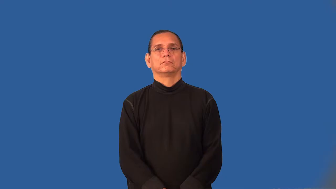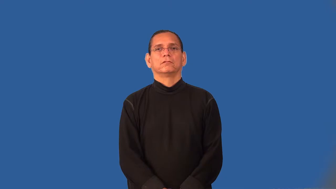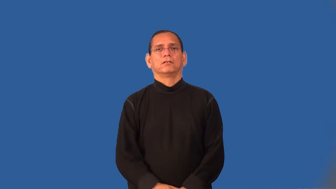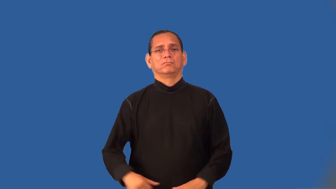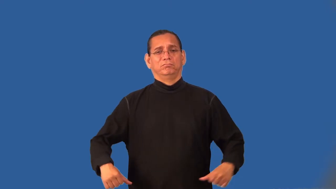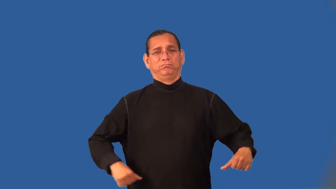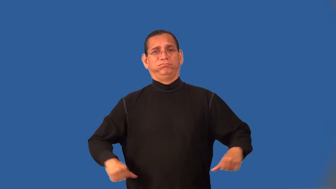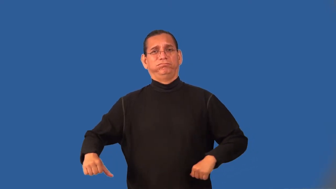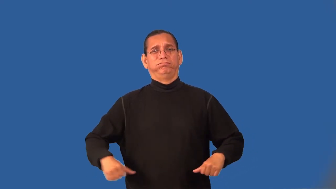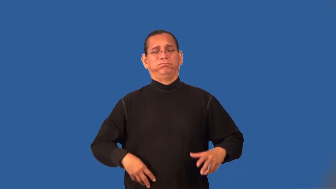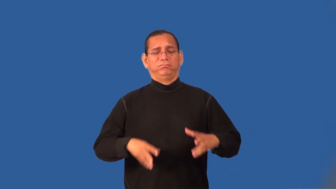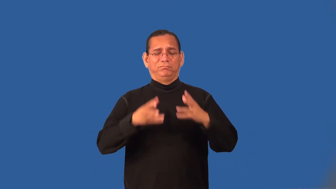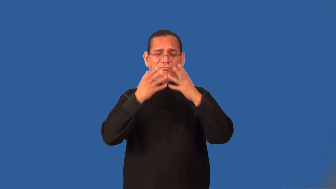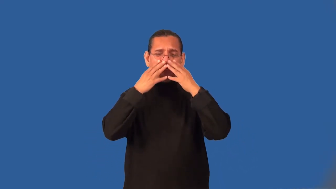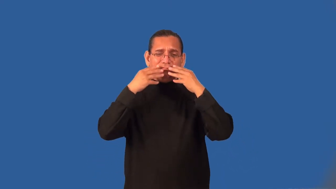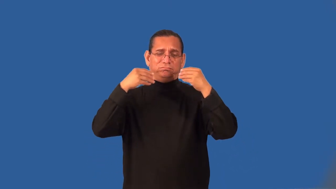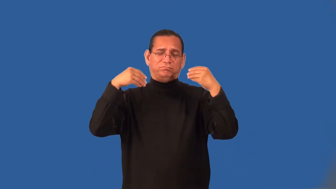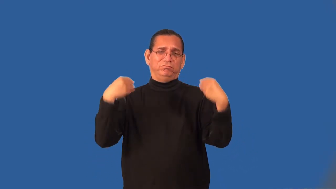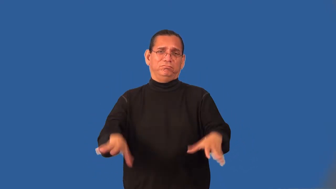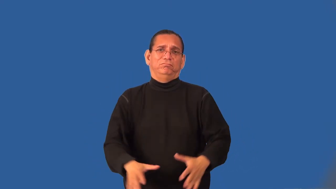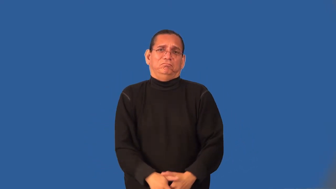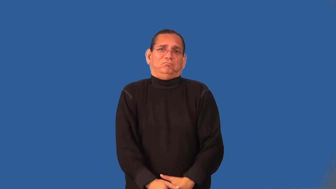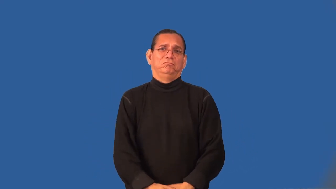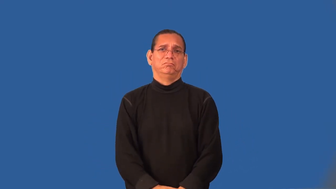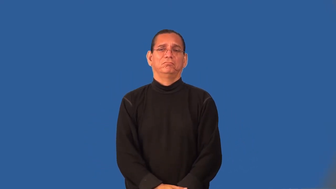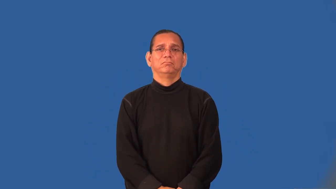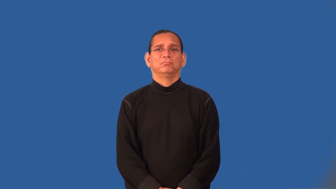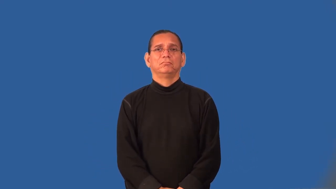swashbuckling